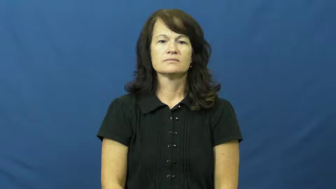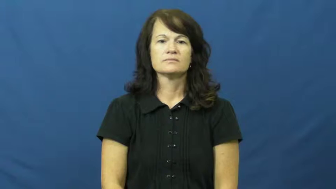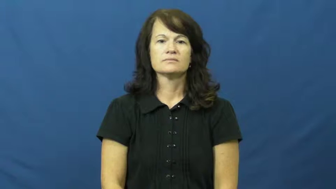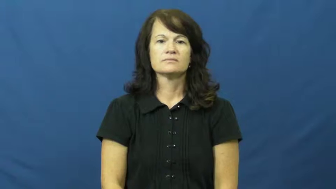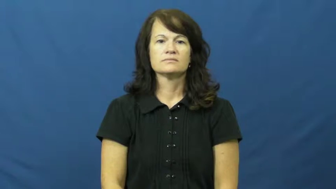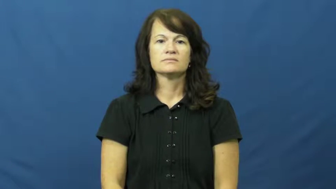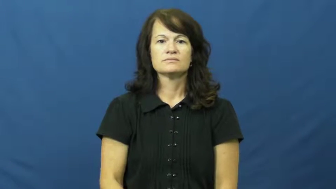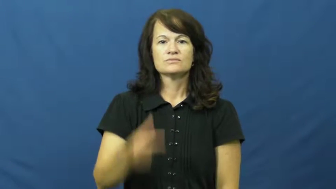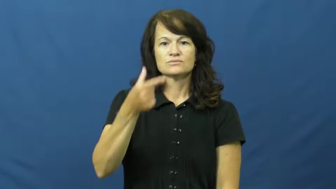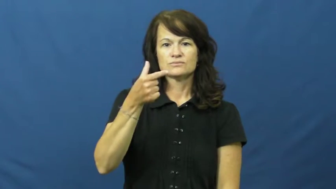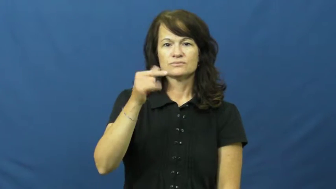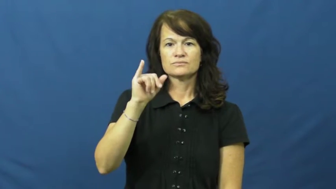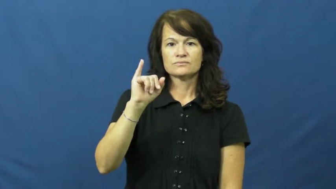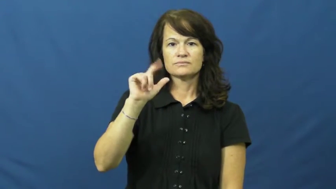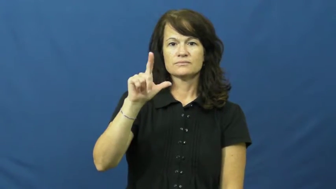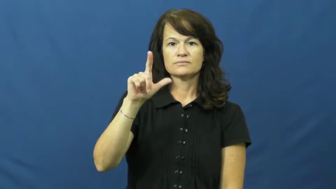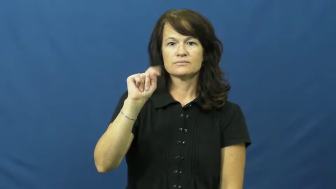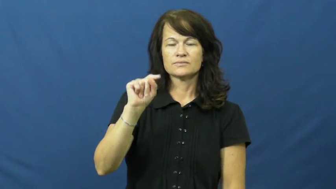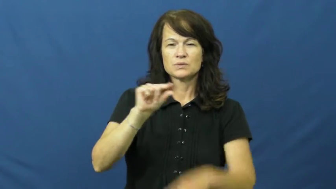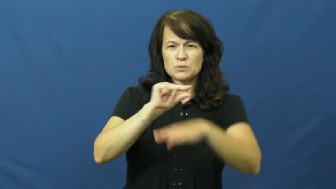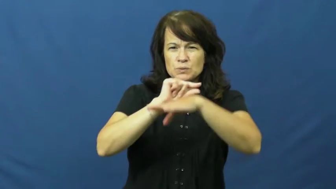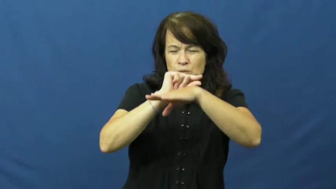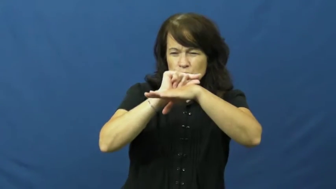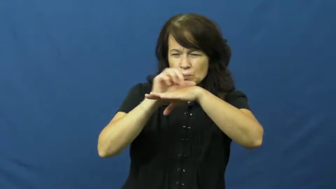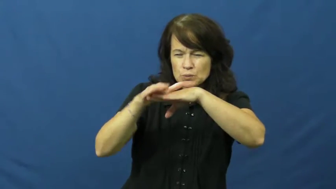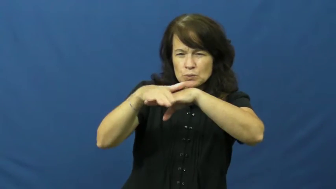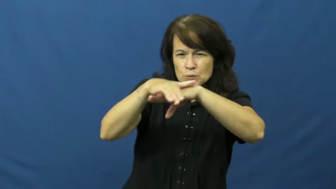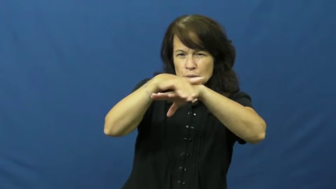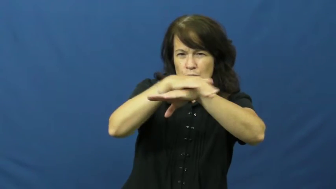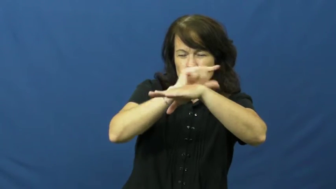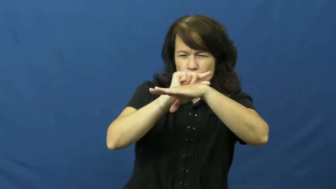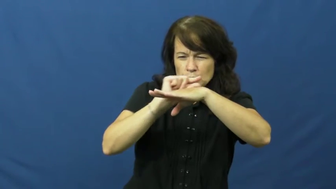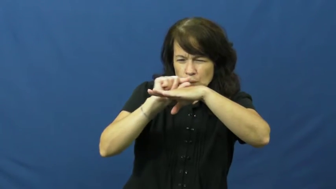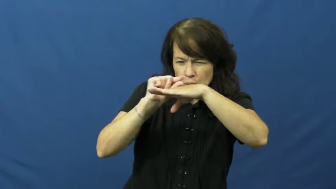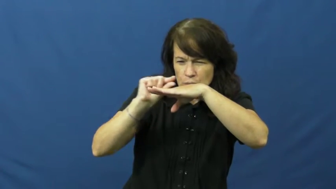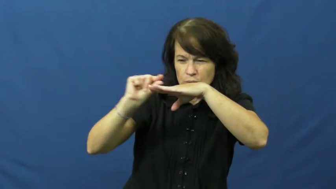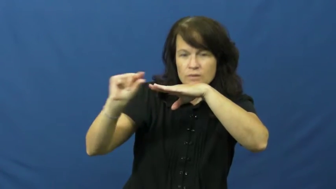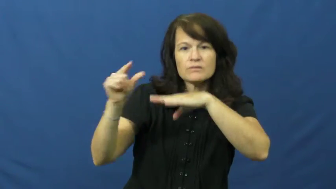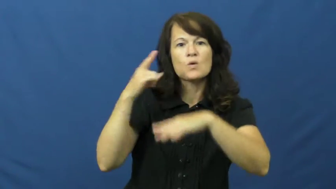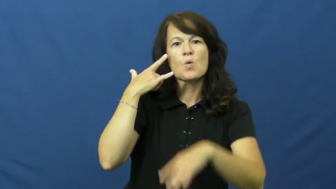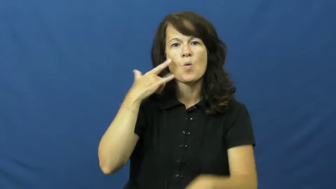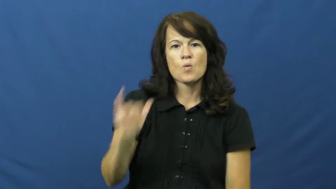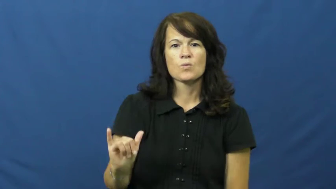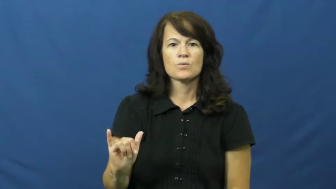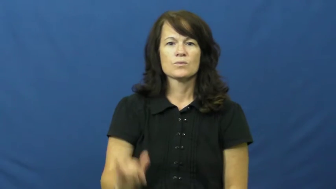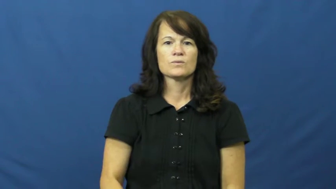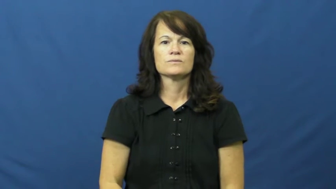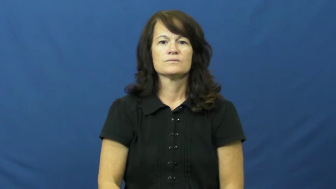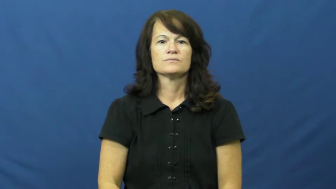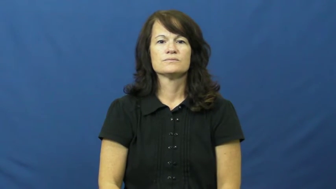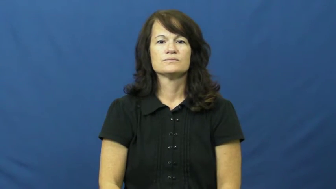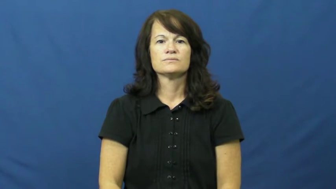gilt